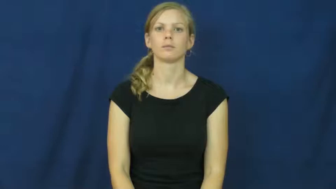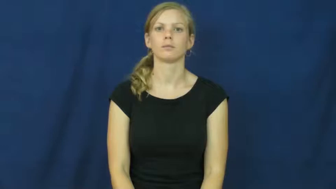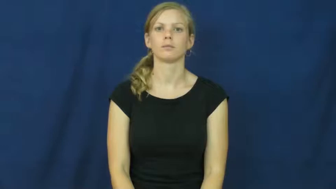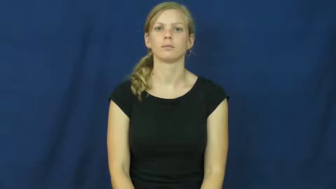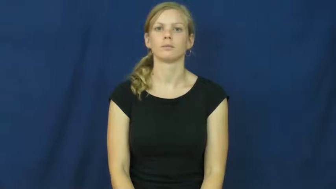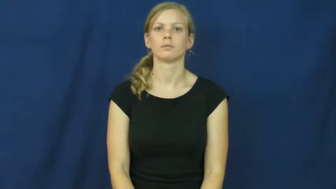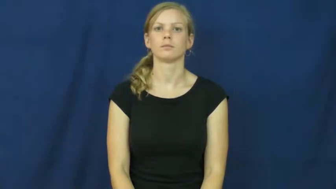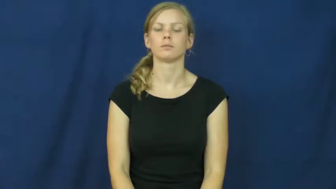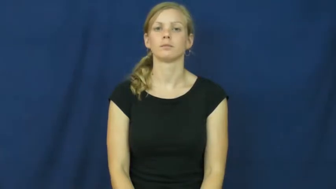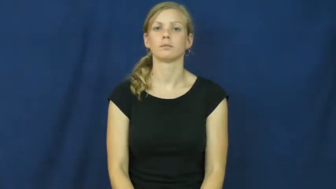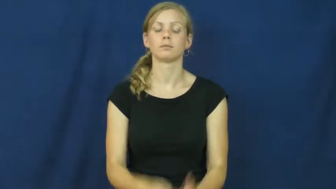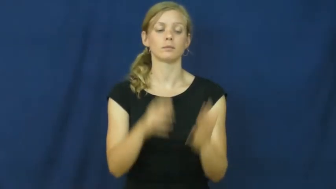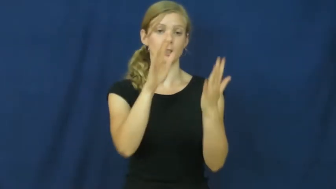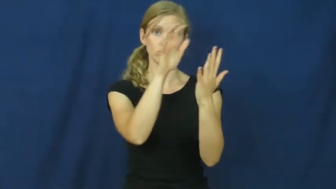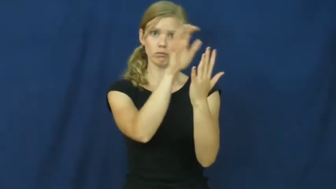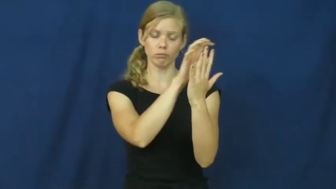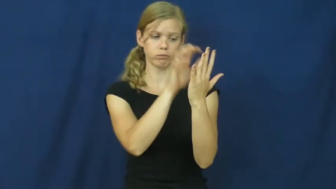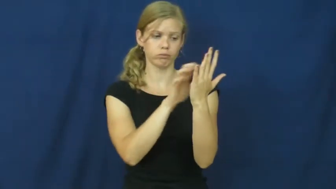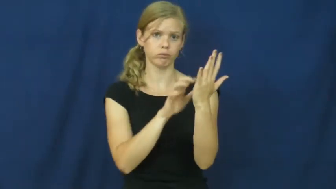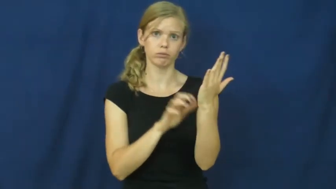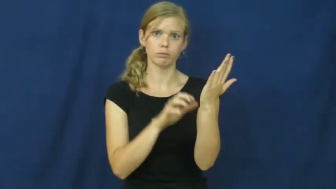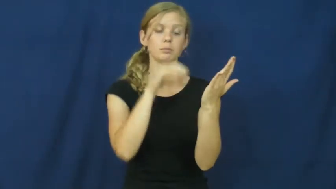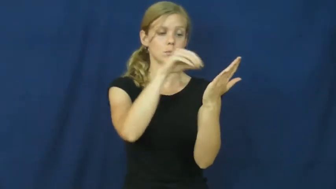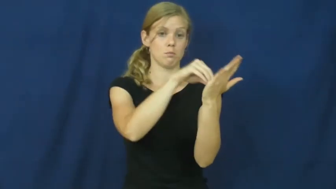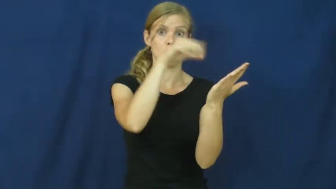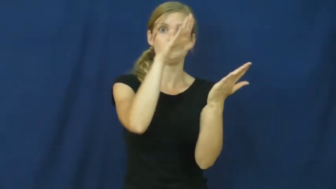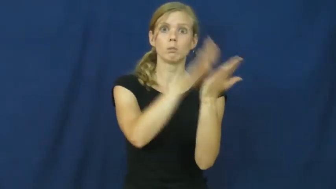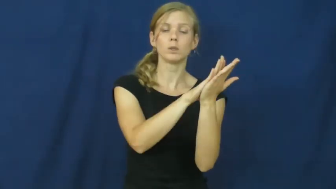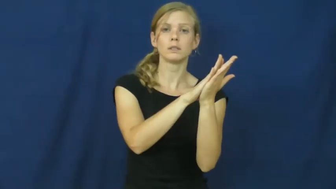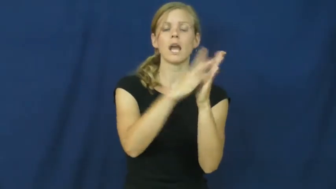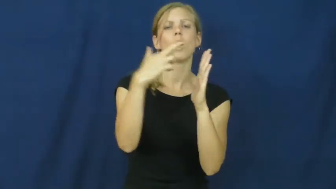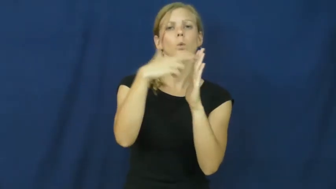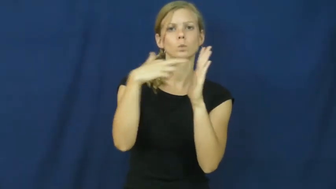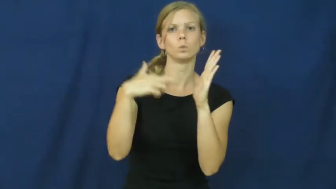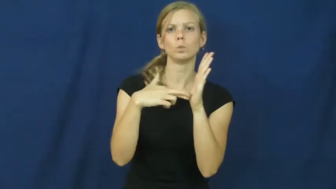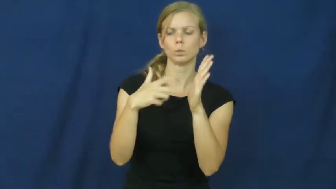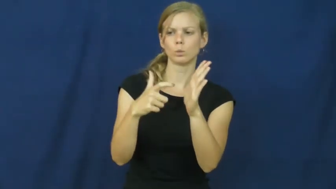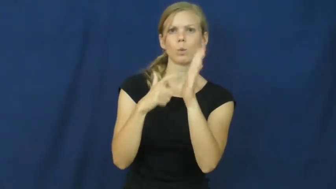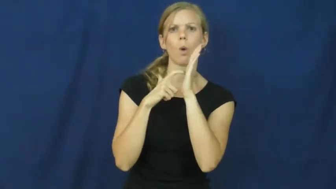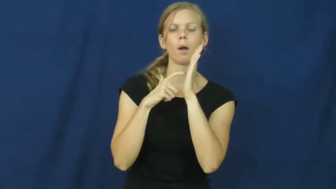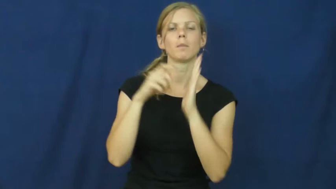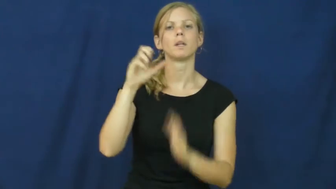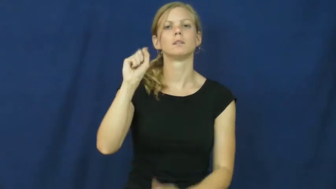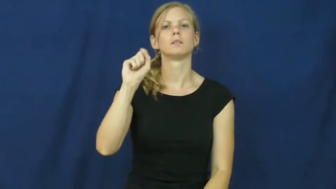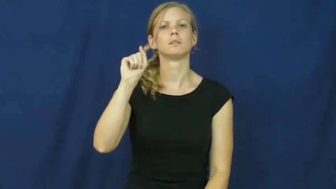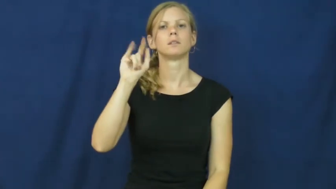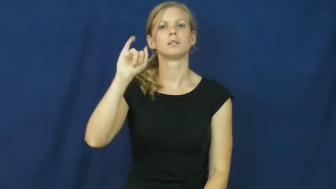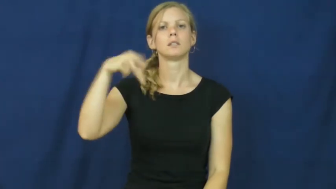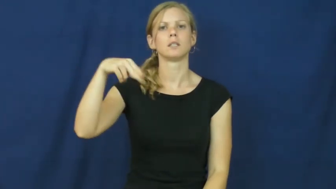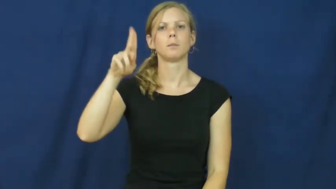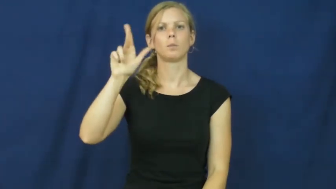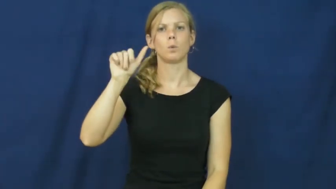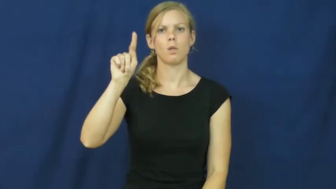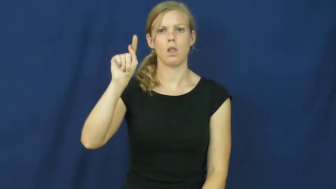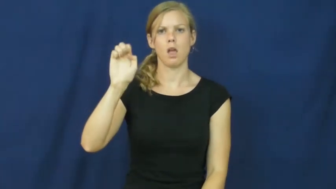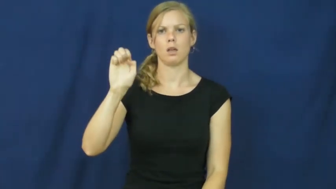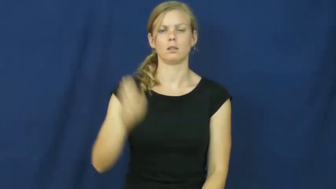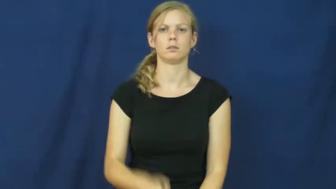stipulate